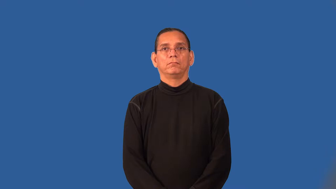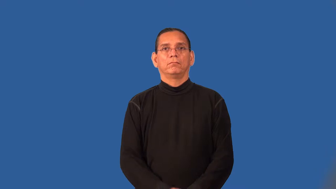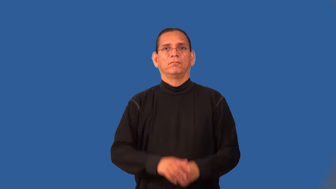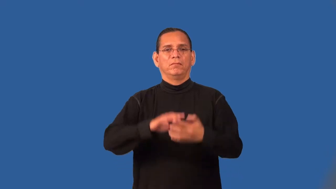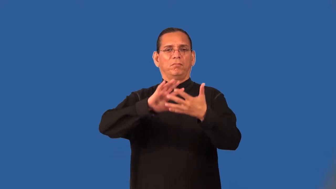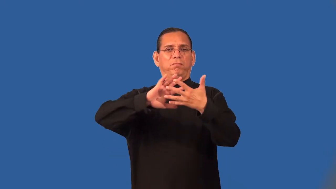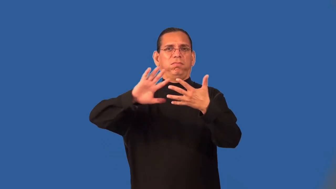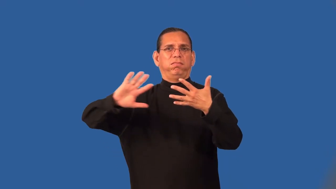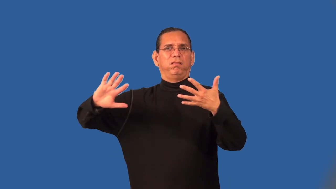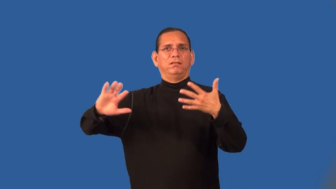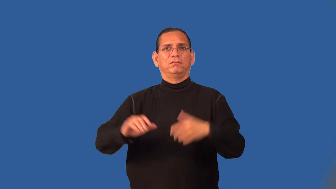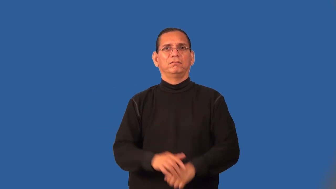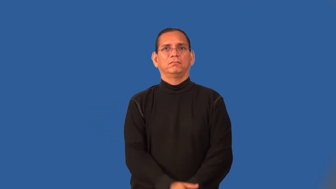streaky